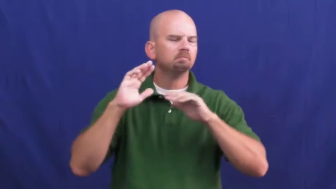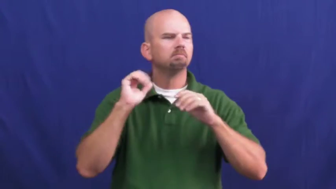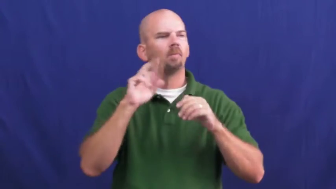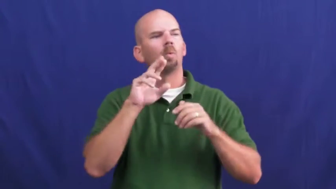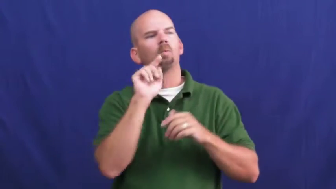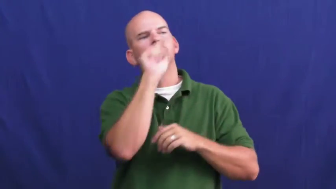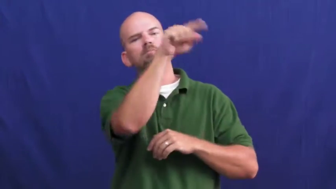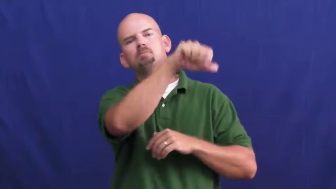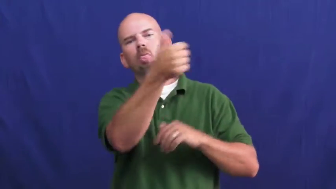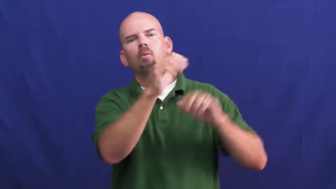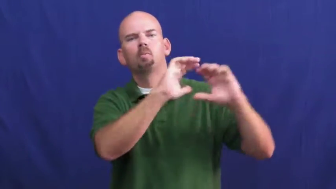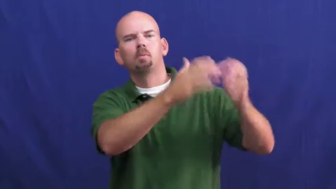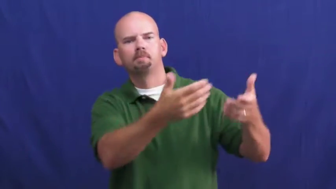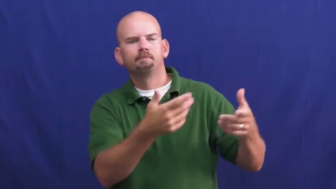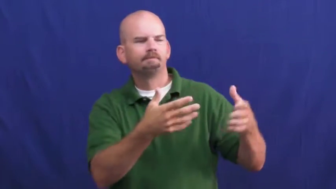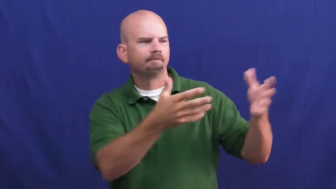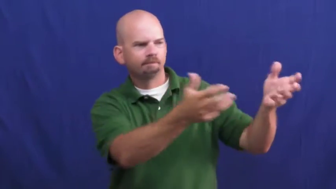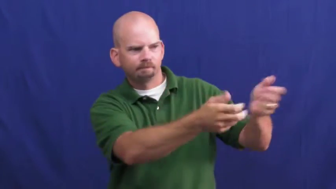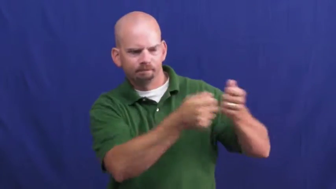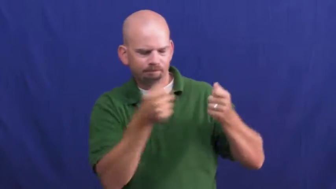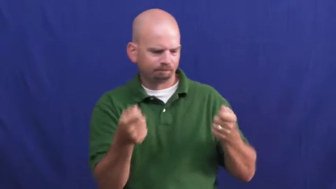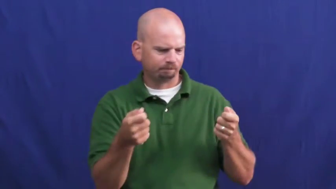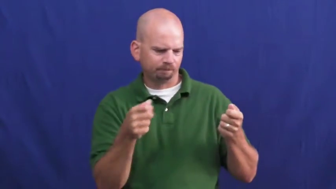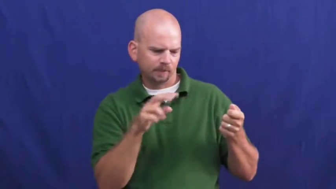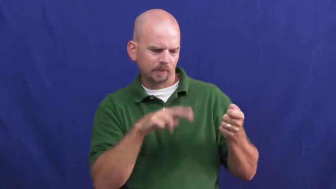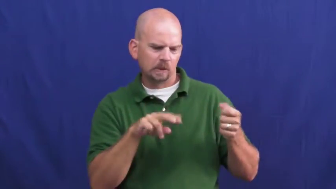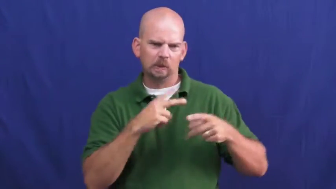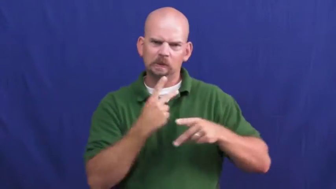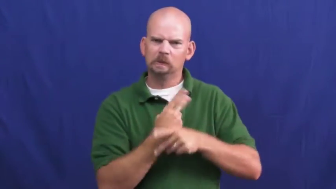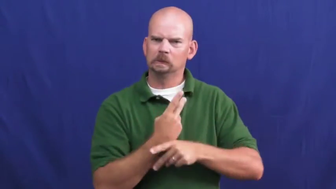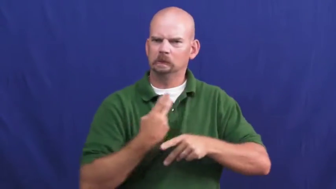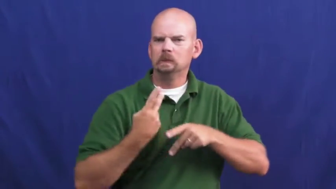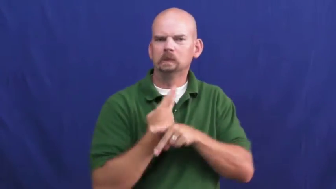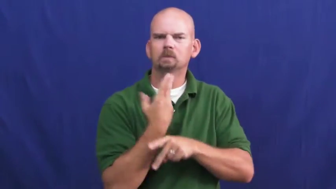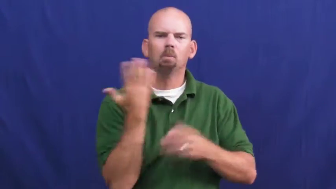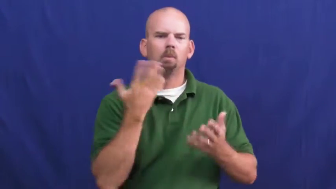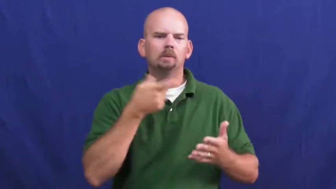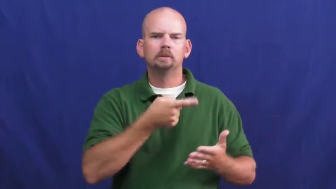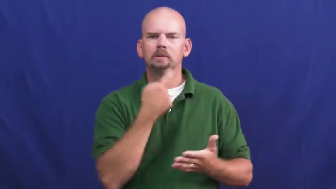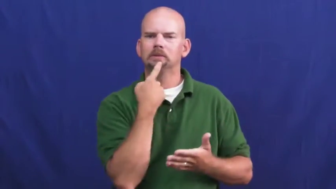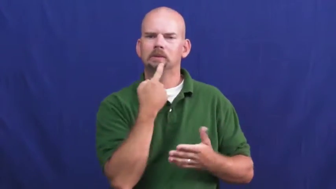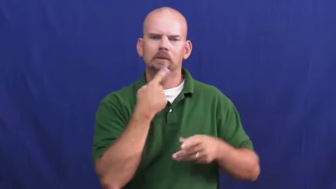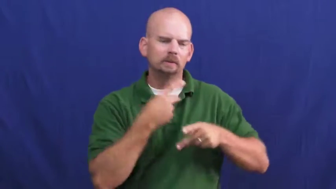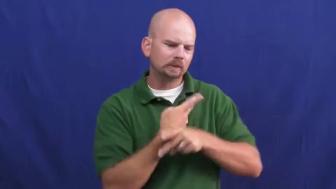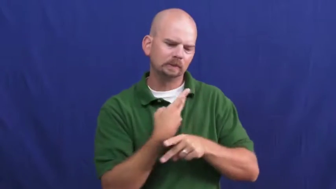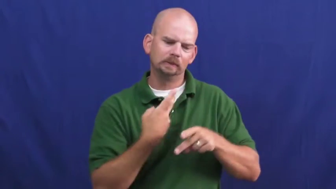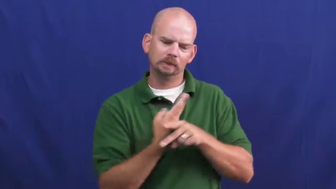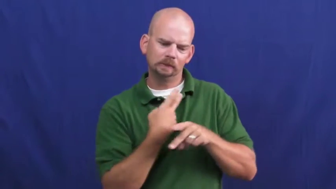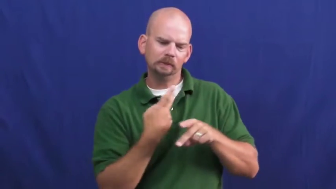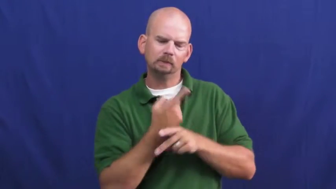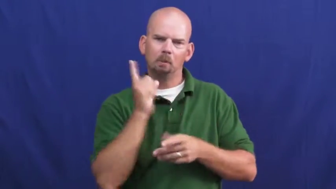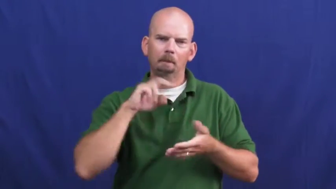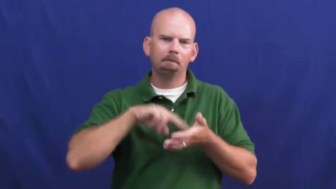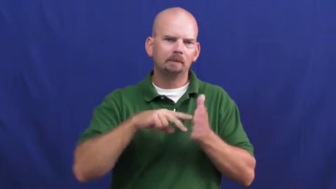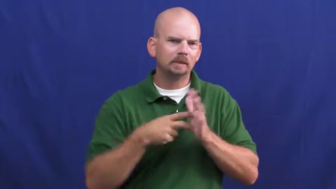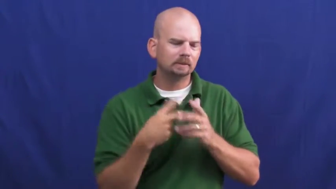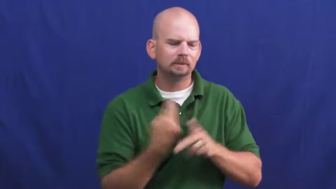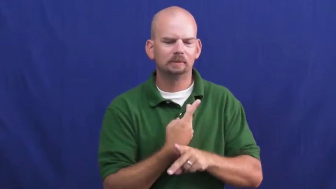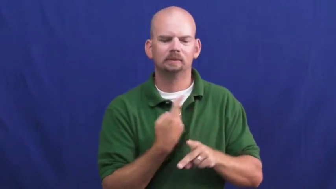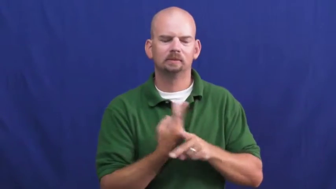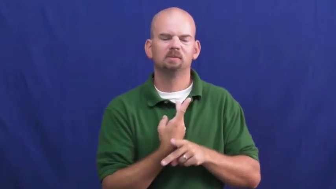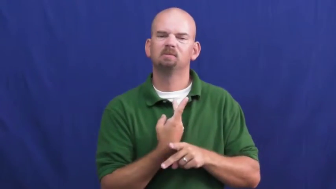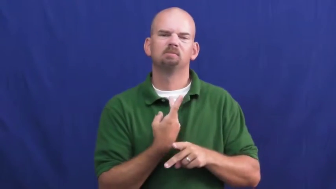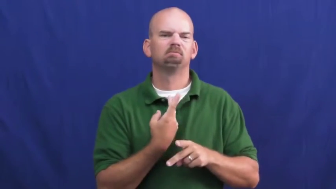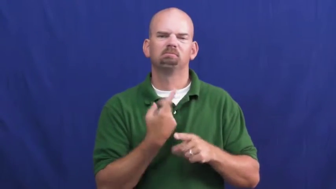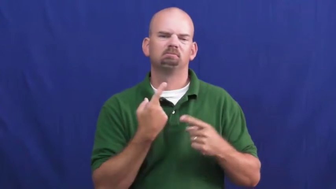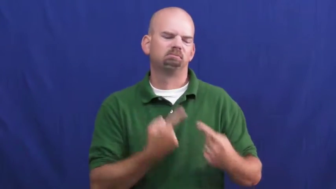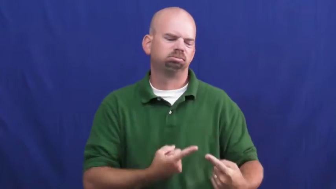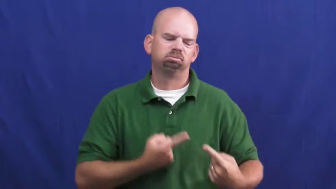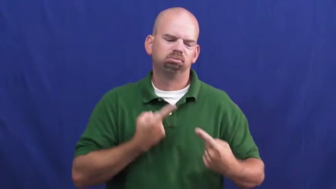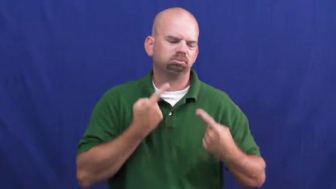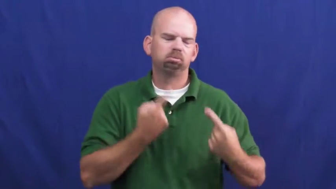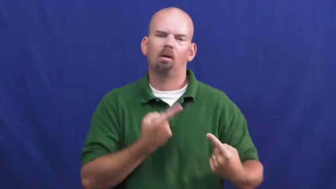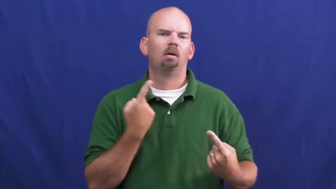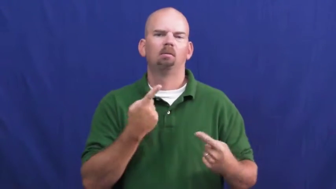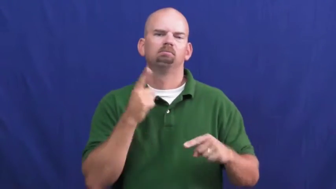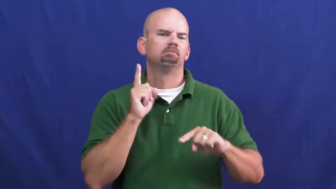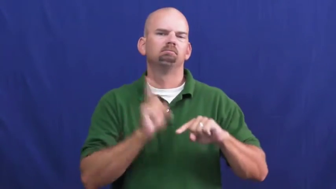undecipherable